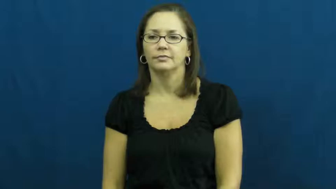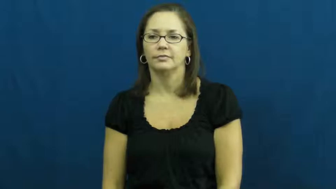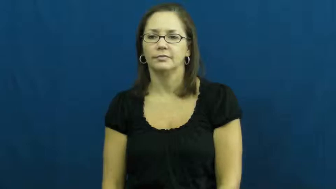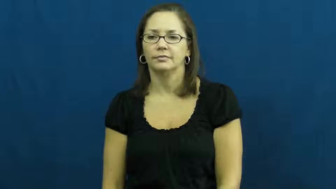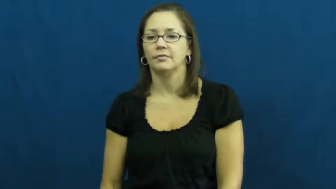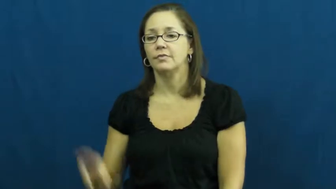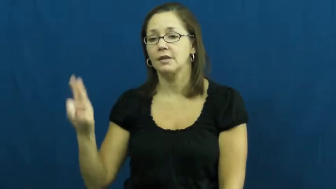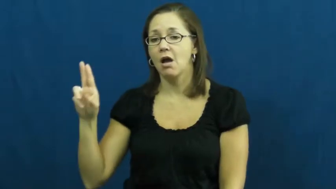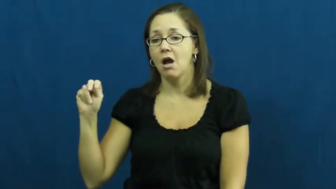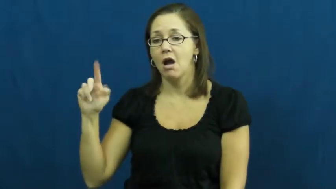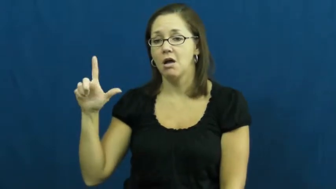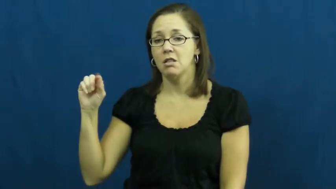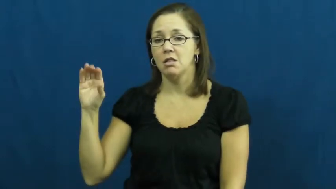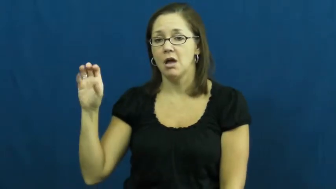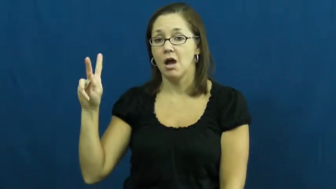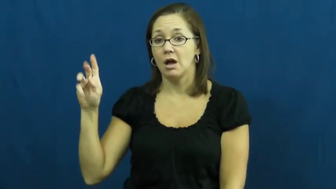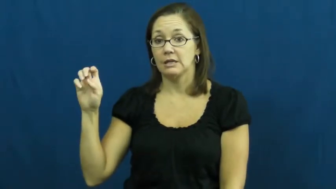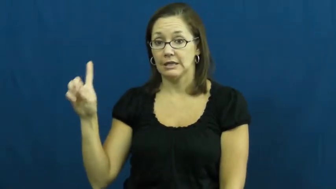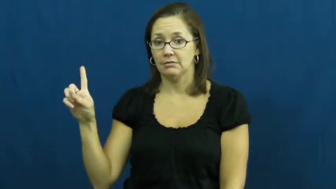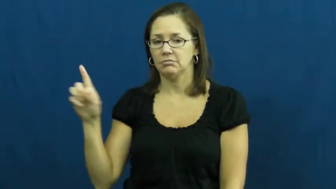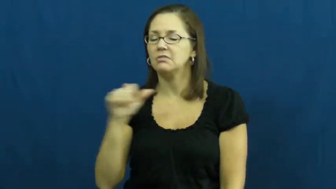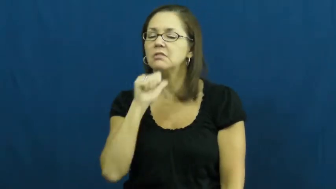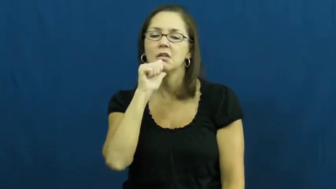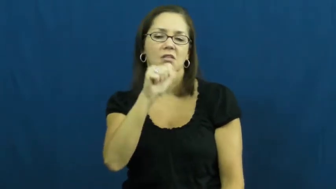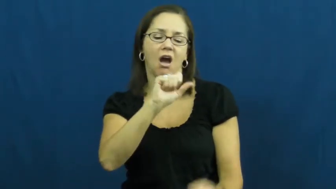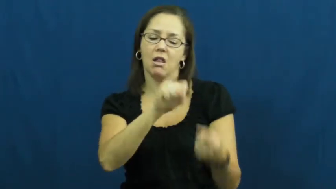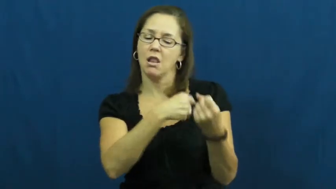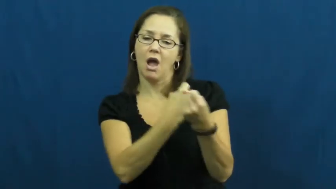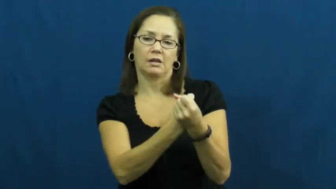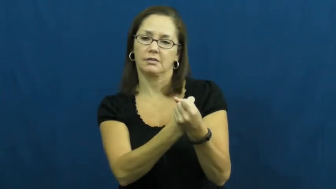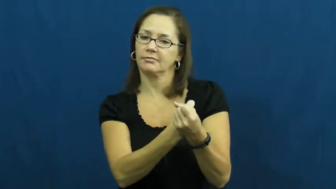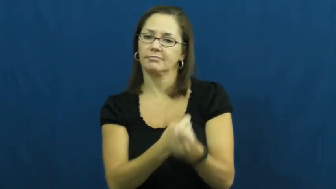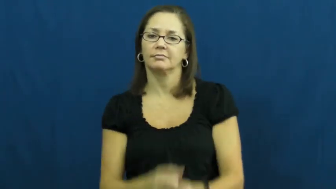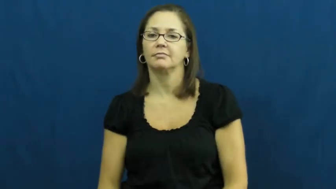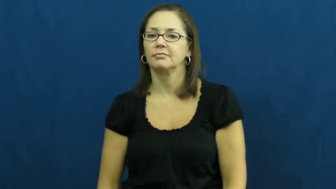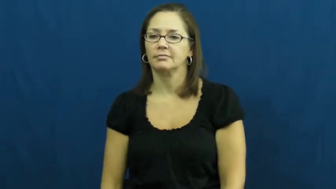unlocked